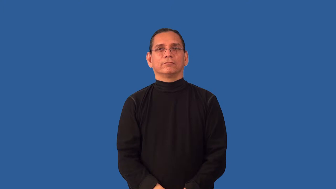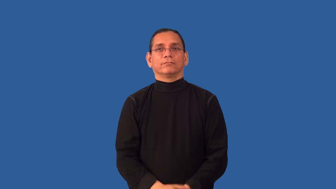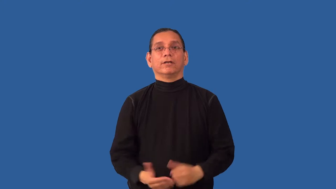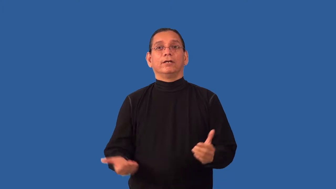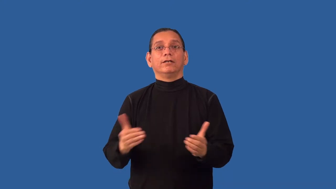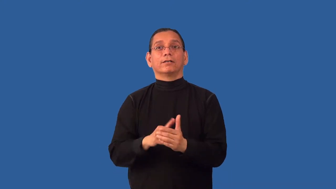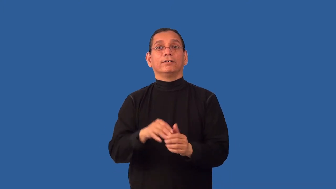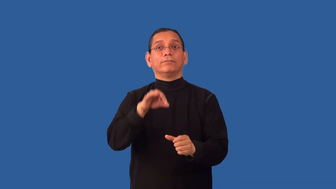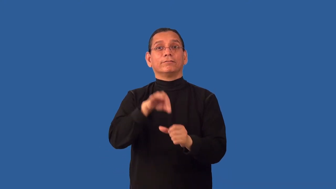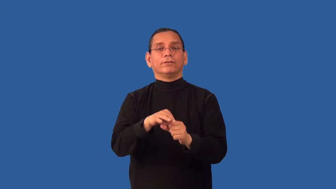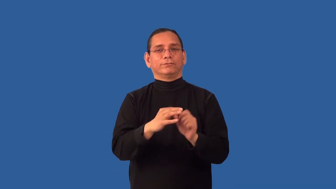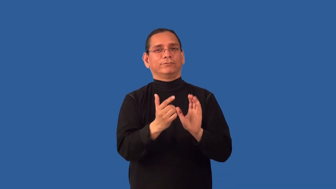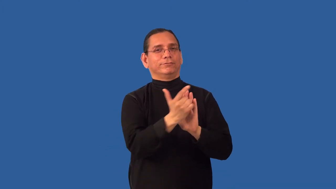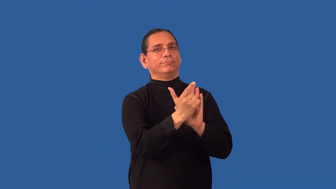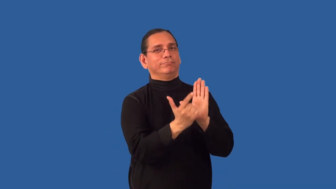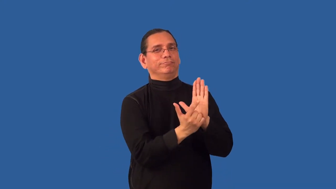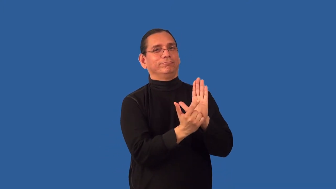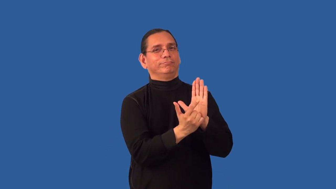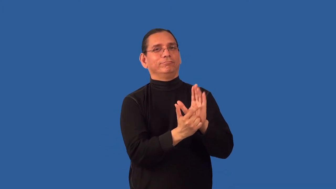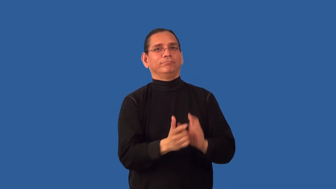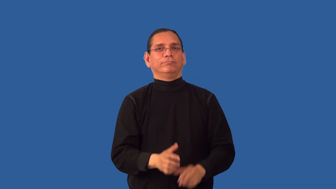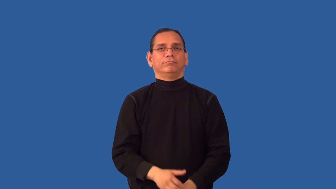reenact-law